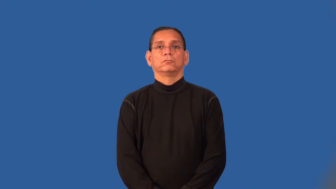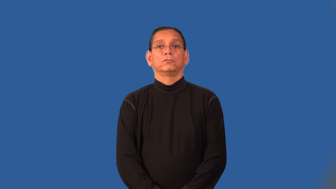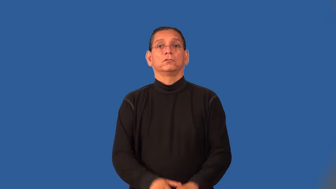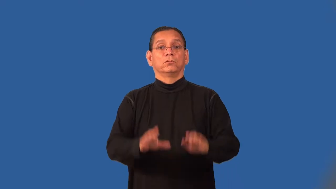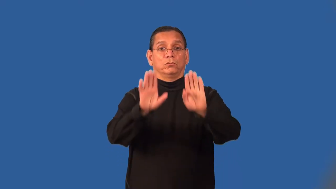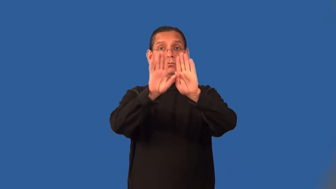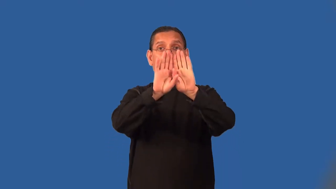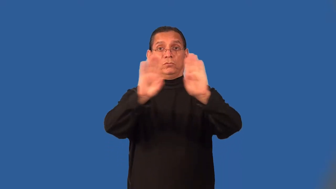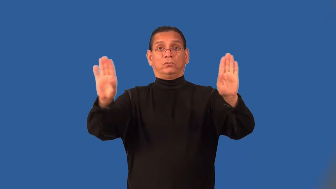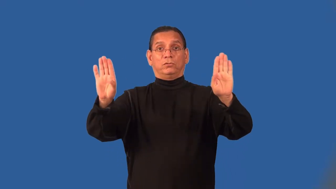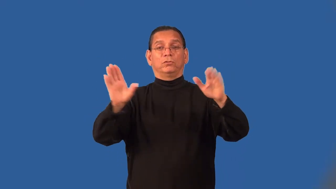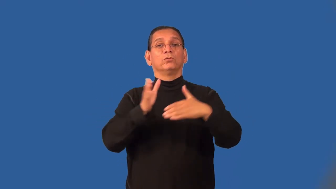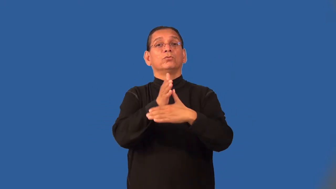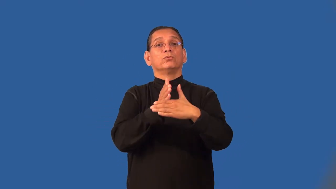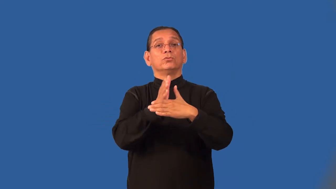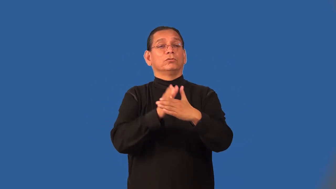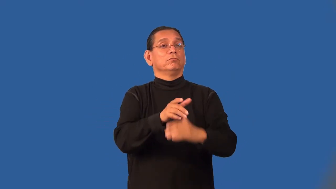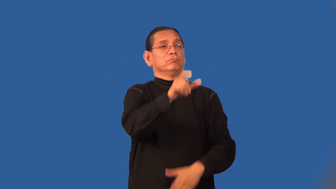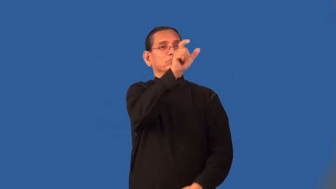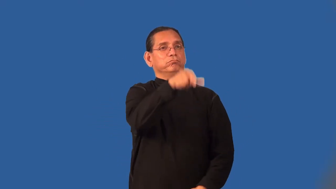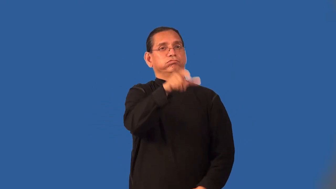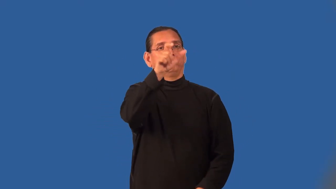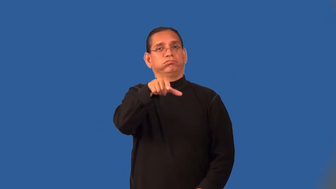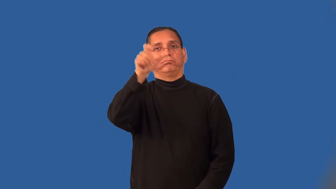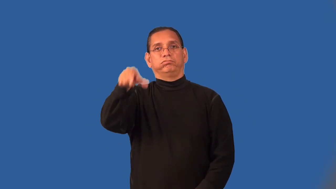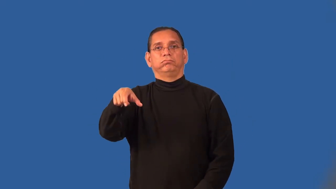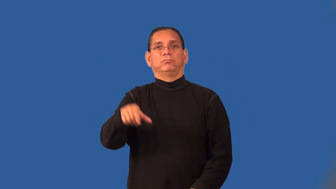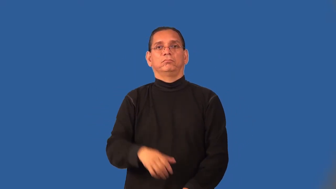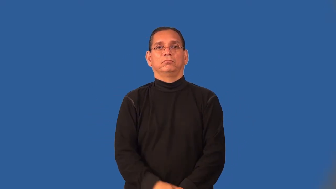panel-wood wall